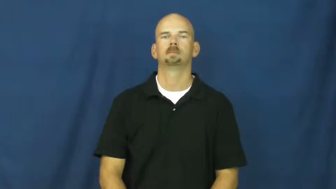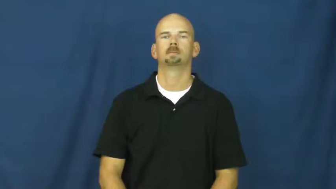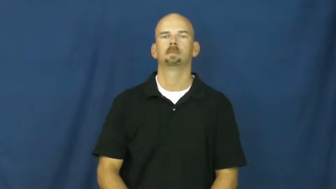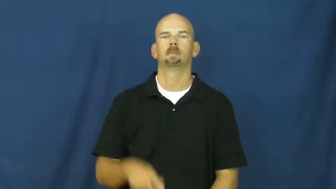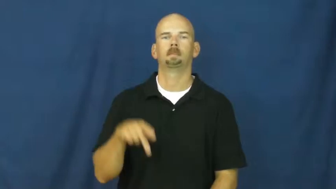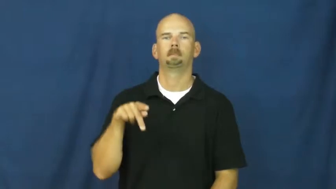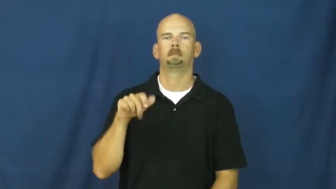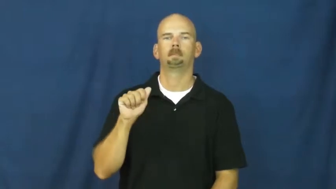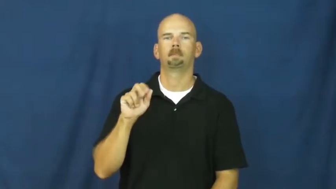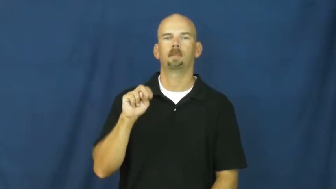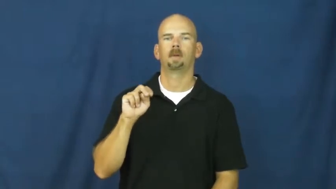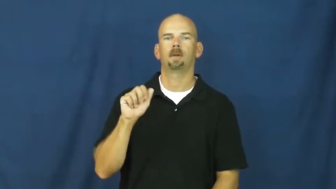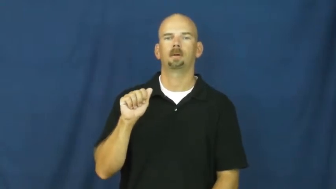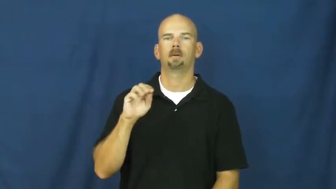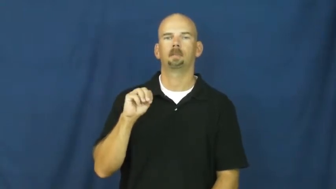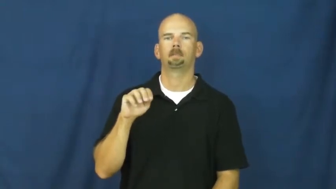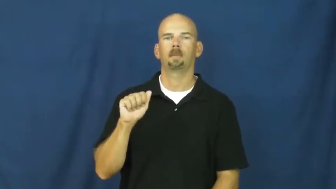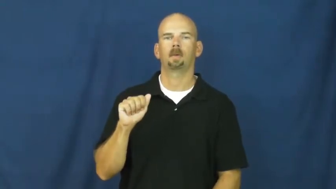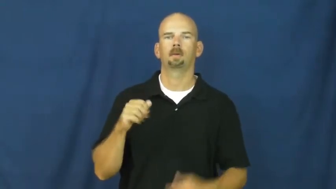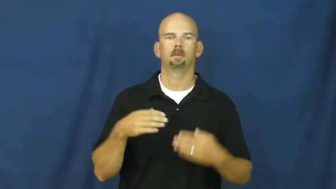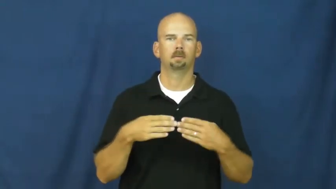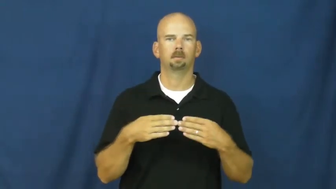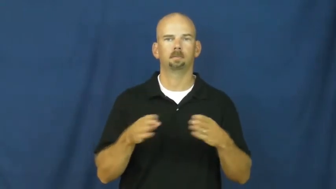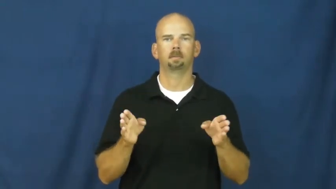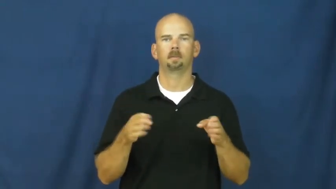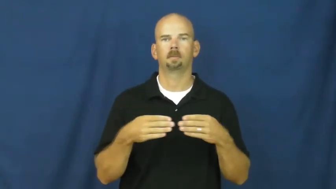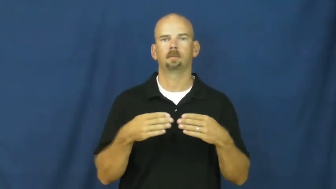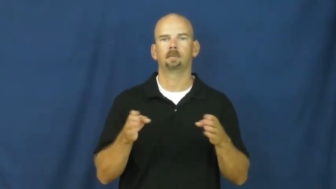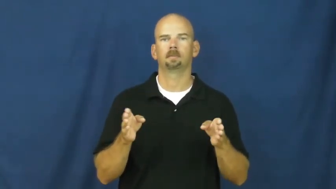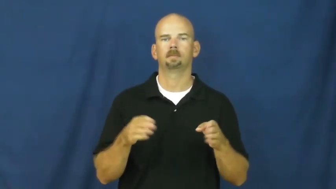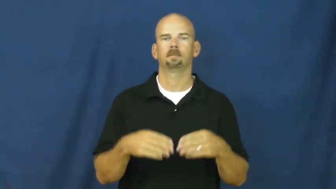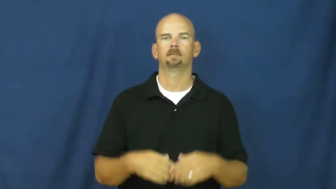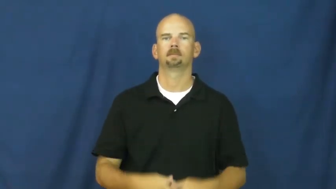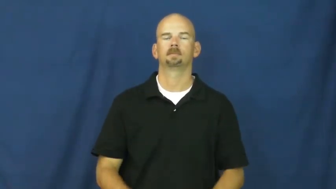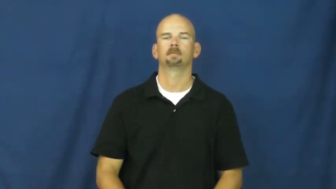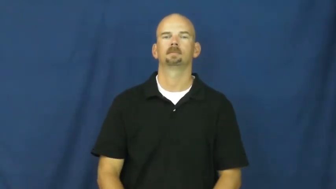panama